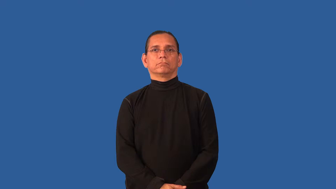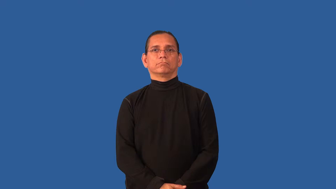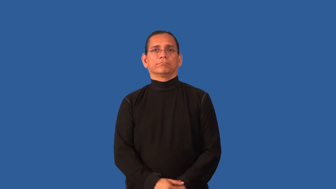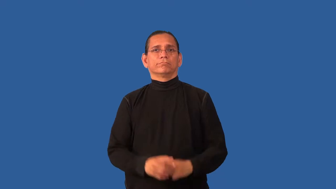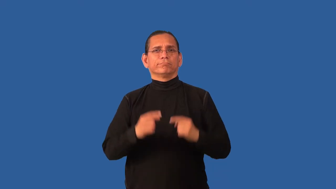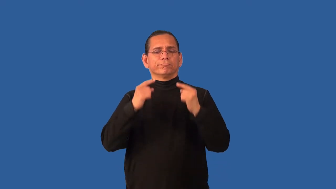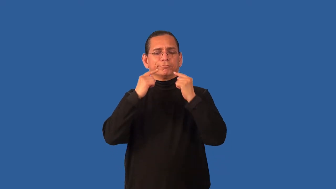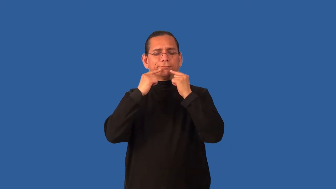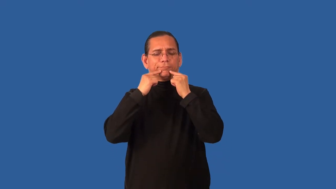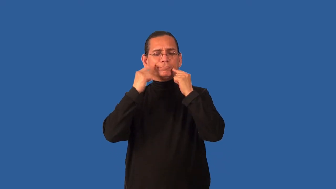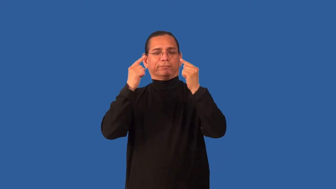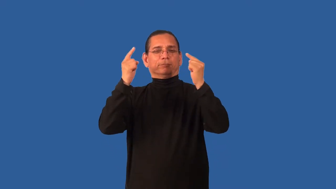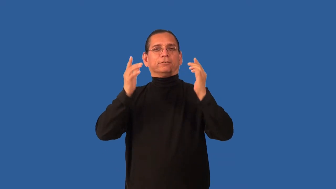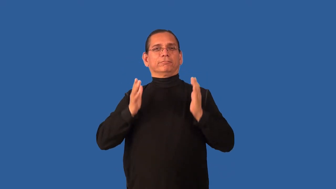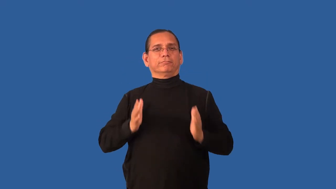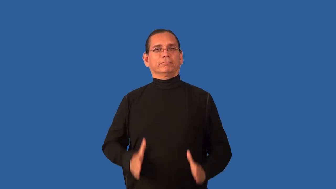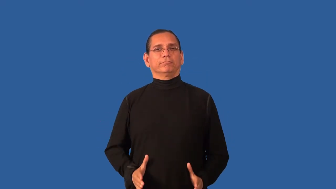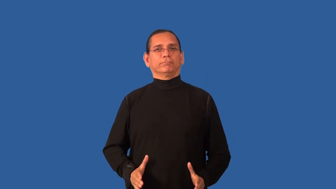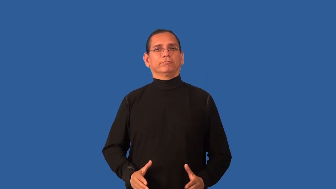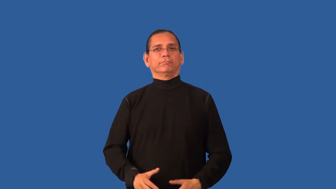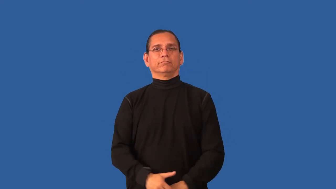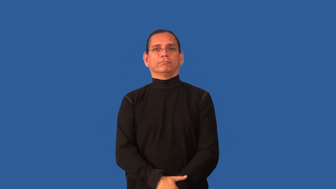celebrity,figure-person